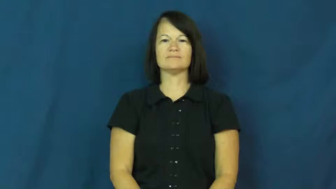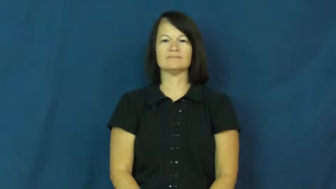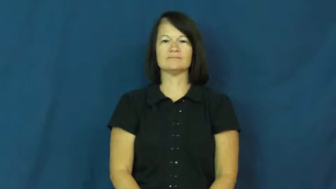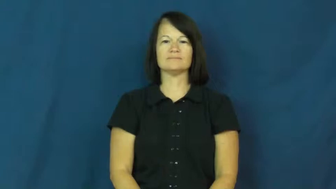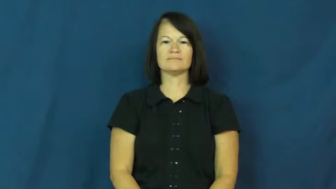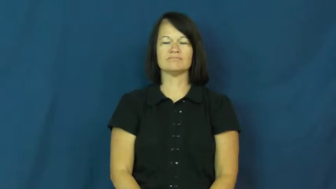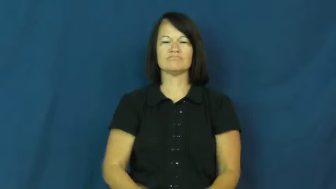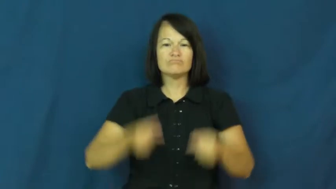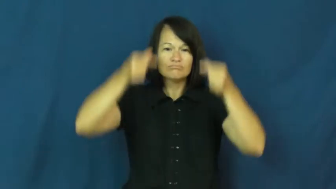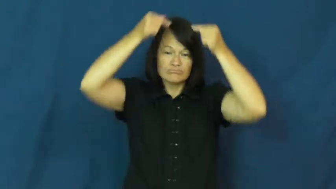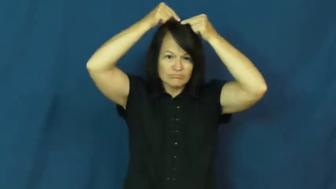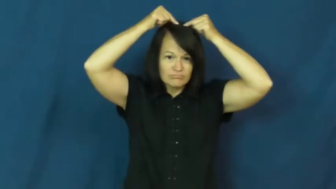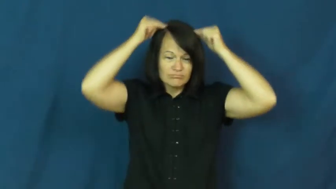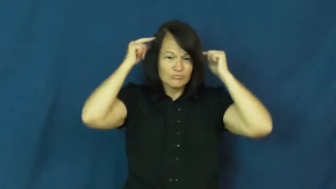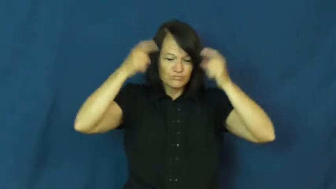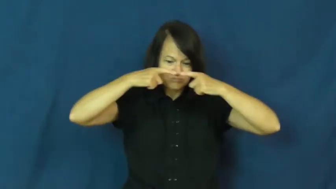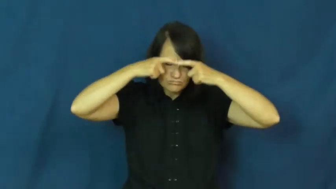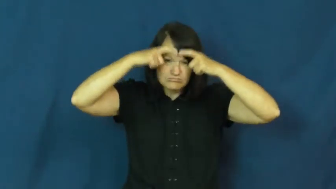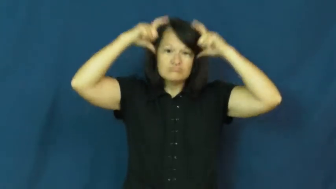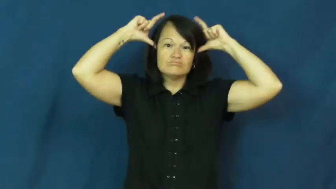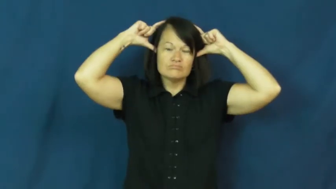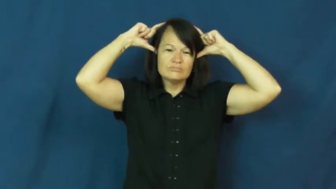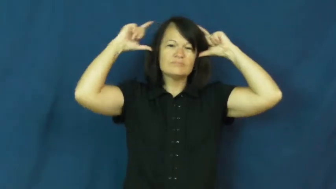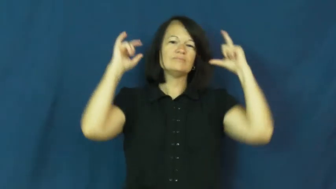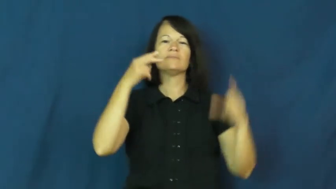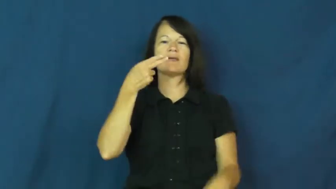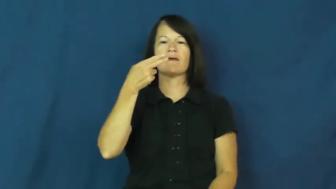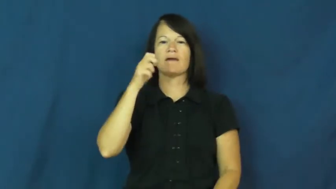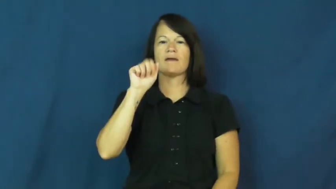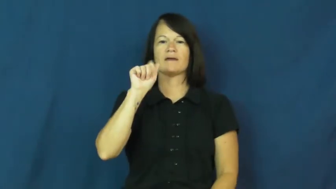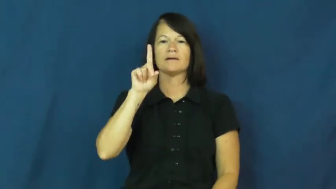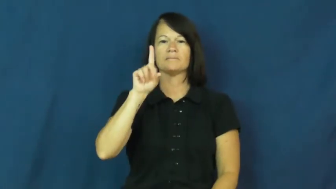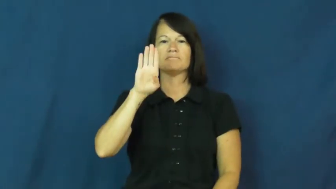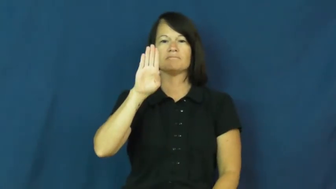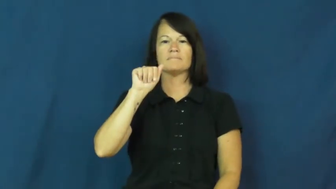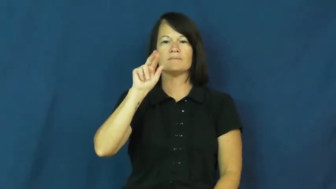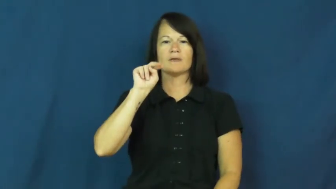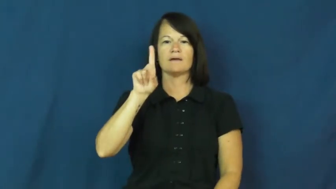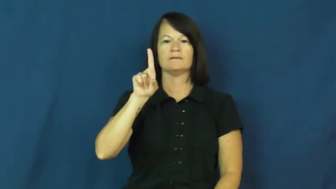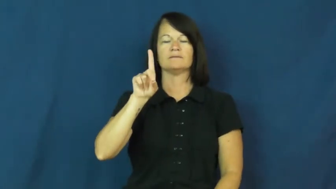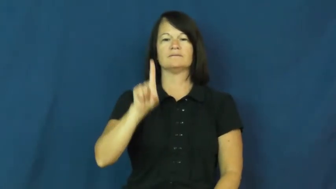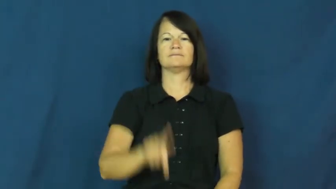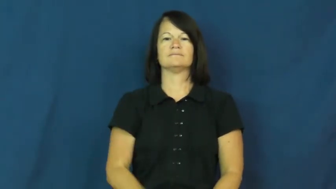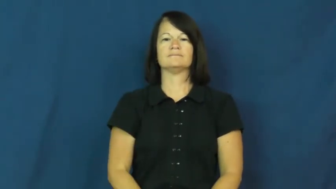headband